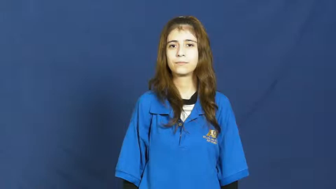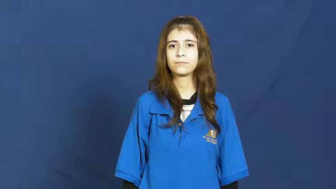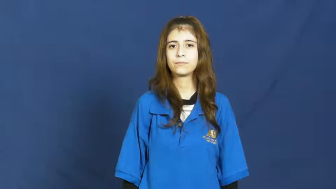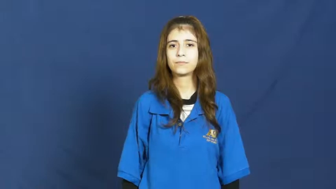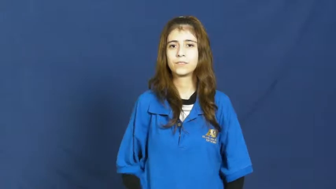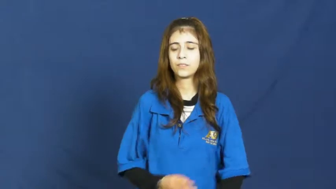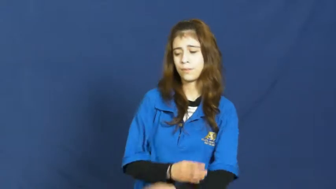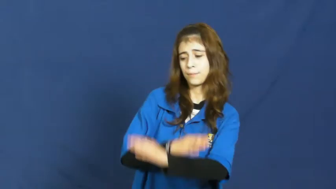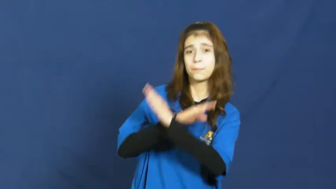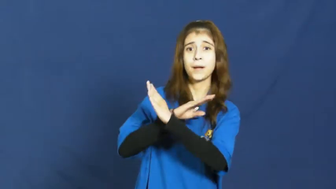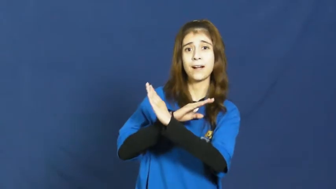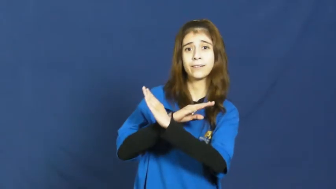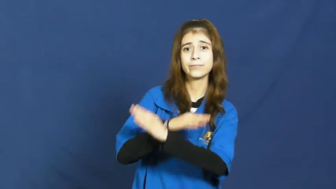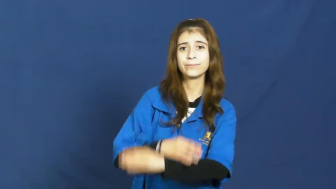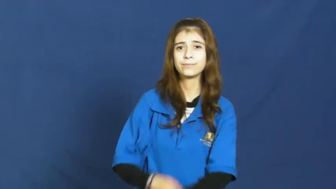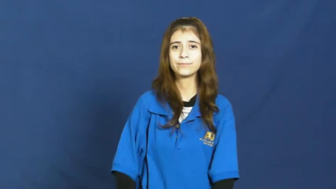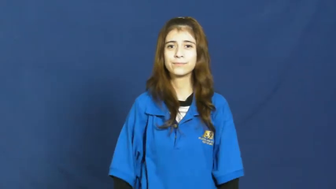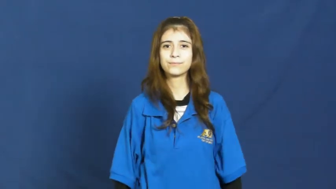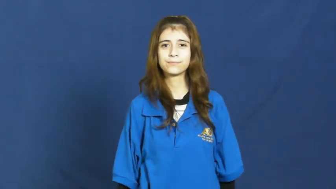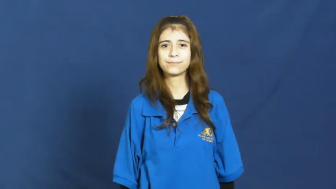insulate-protect